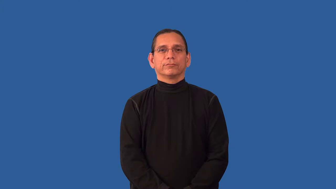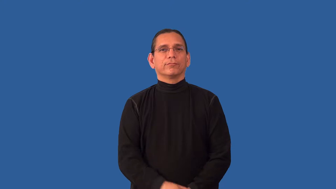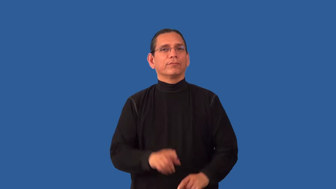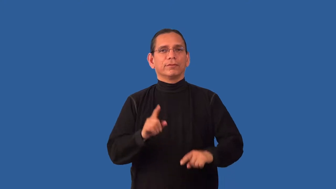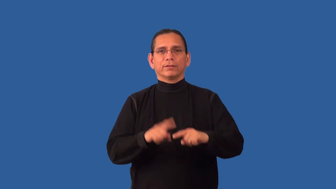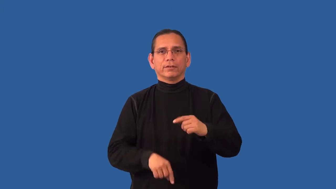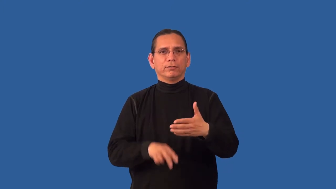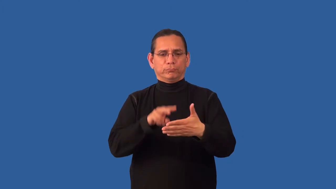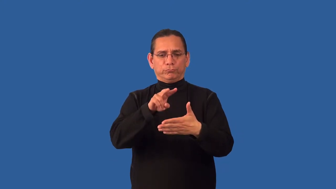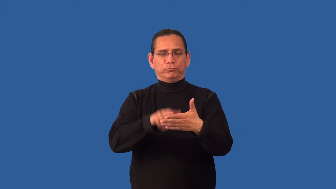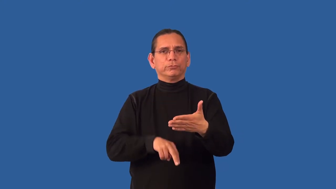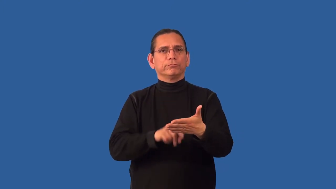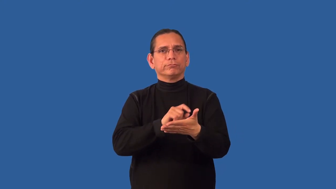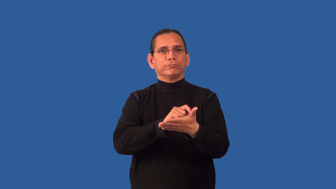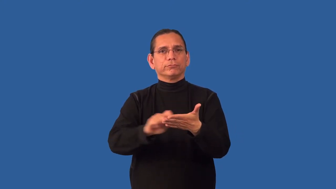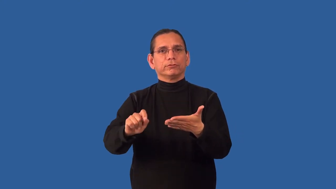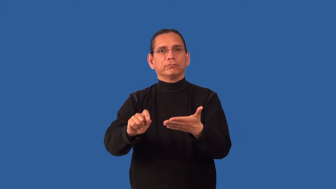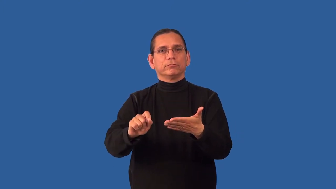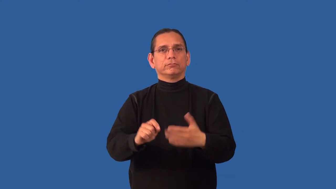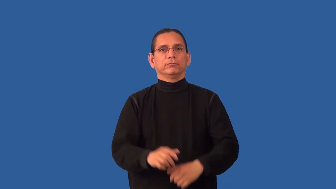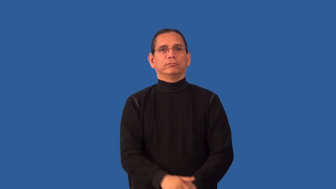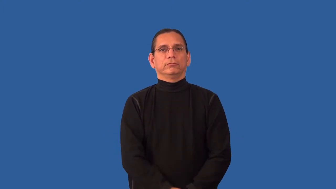unlettered-illiterate